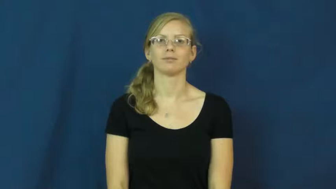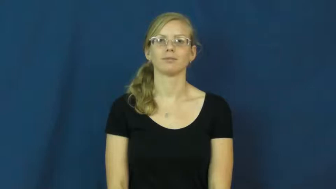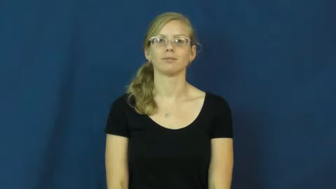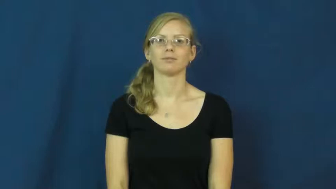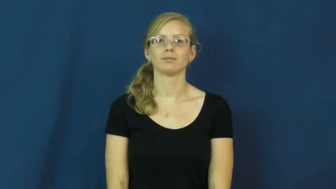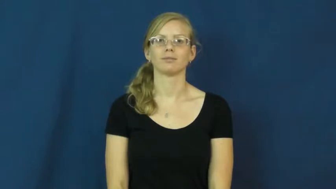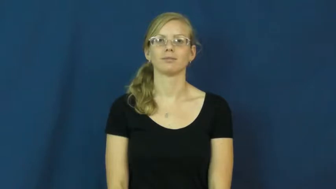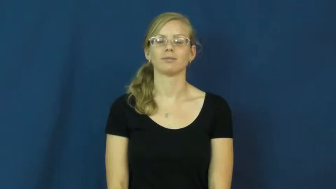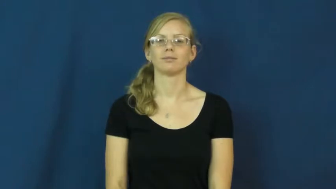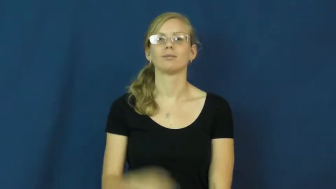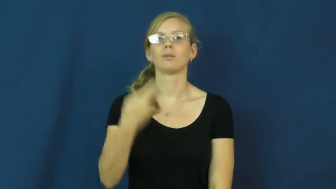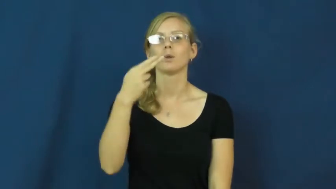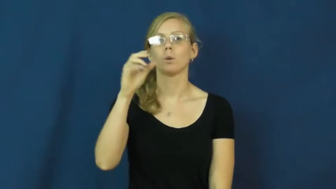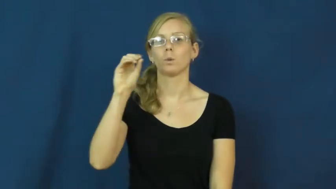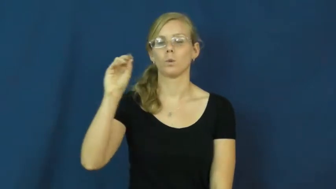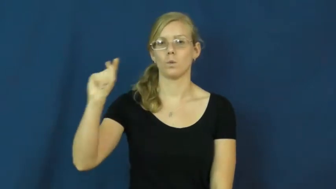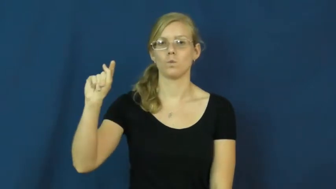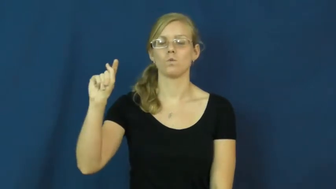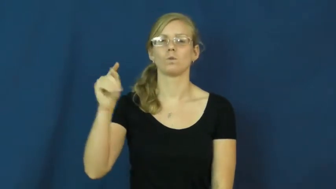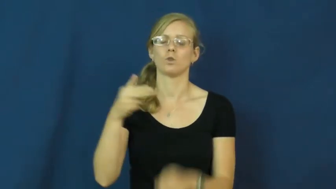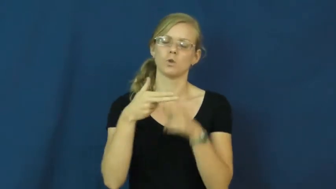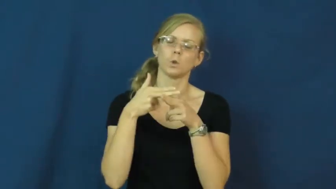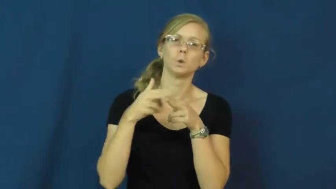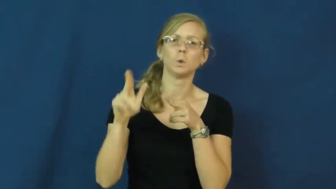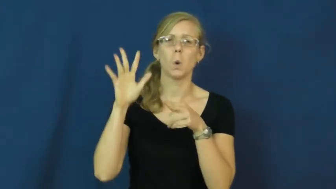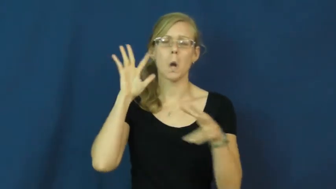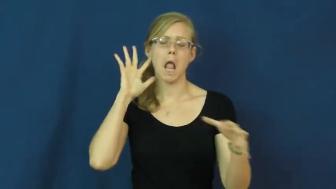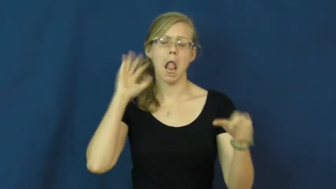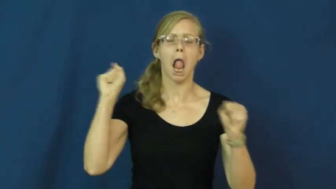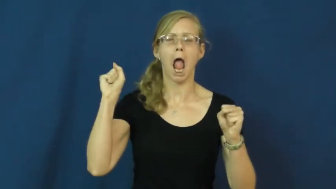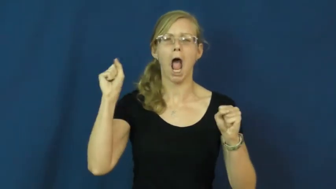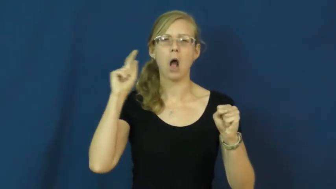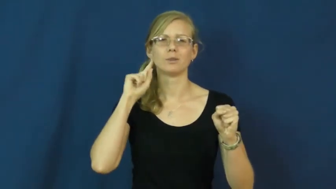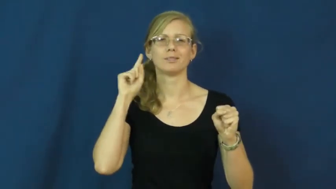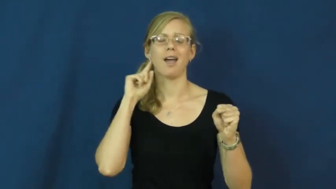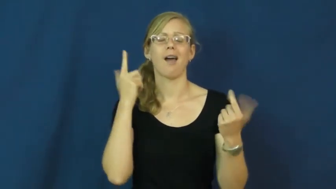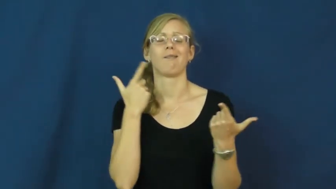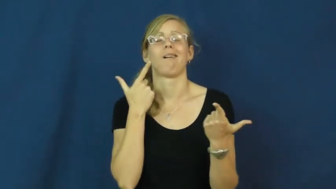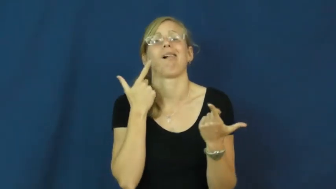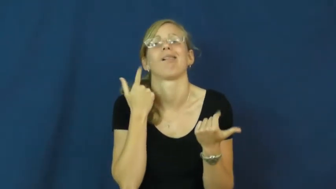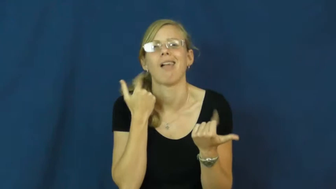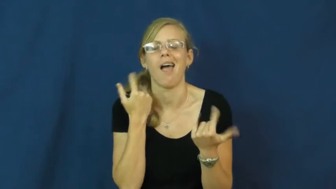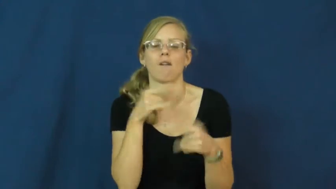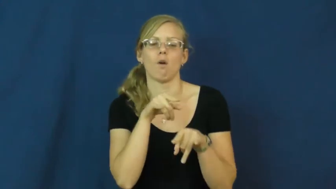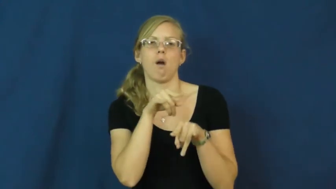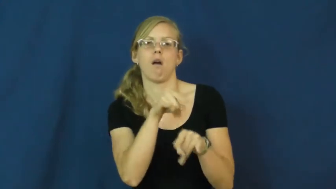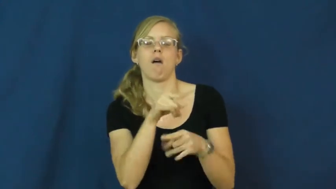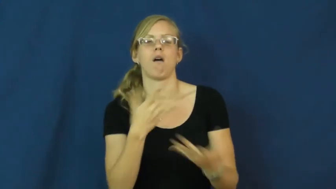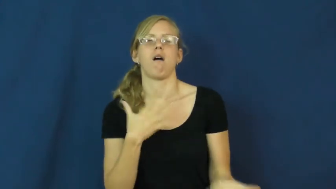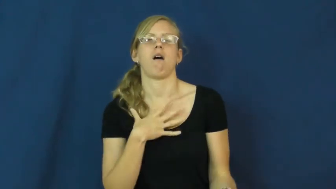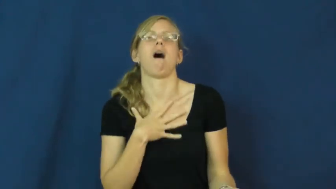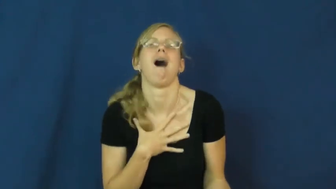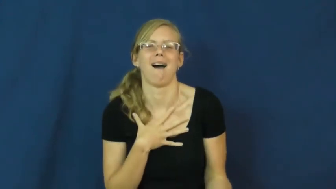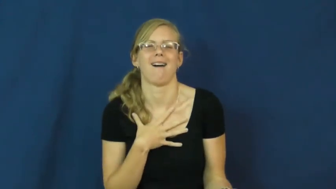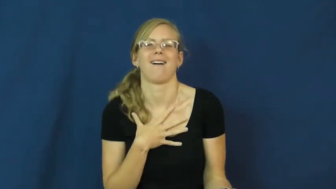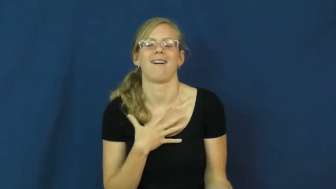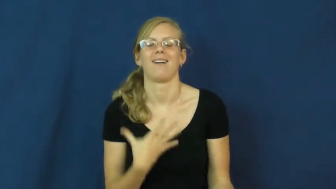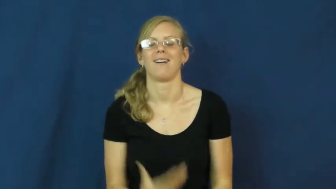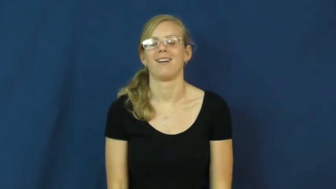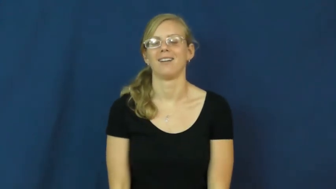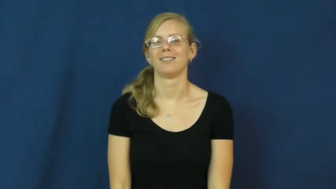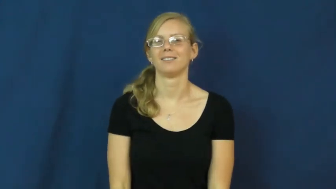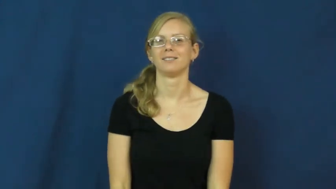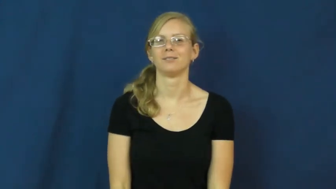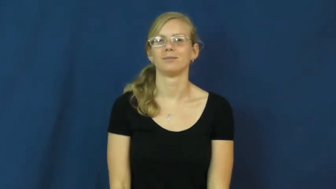hoot-laugh